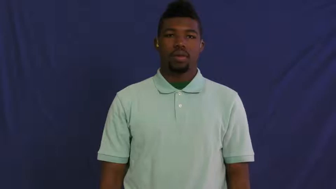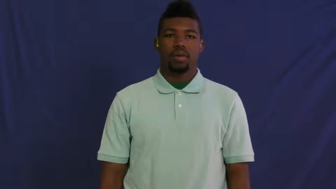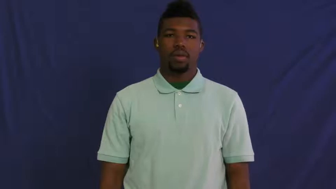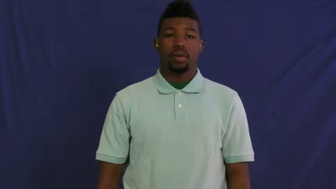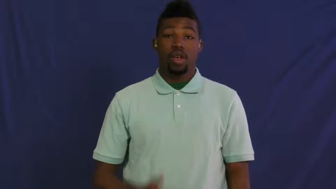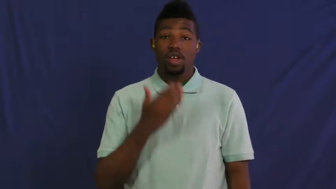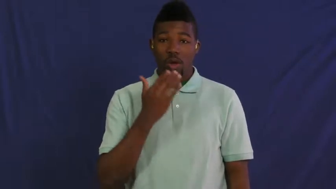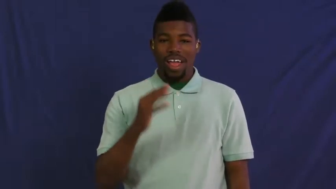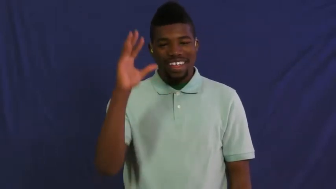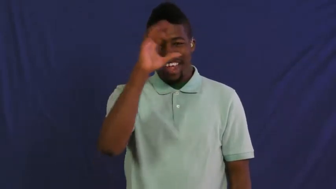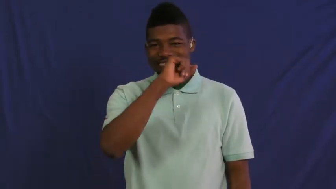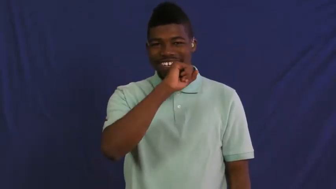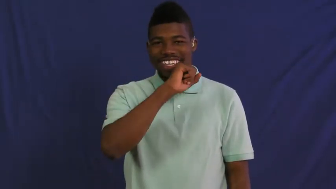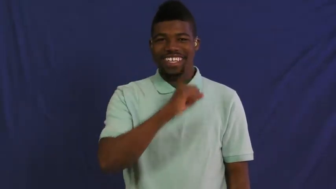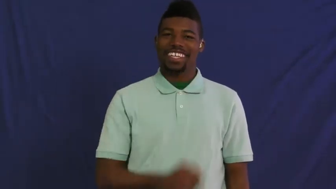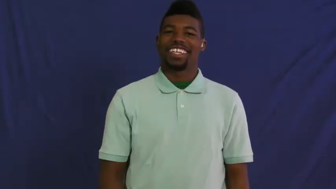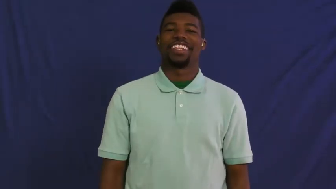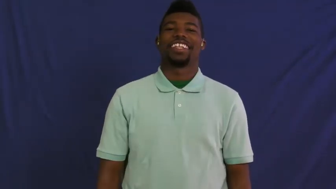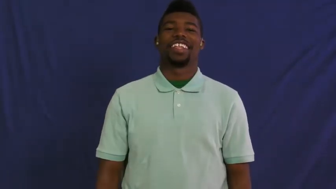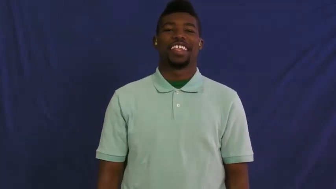hypothesis,conjecture,surmise,postulate,hunch,supposition